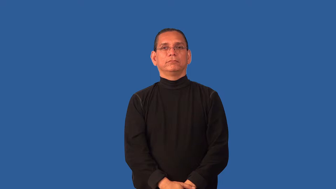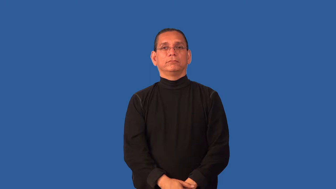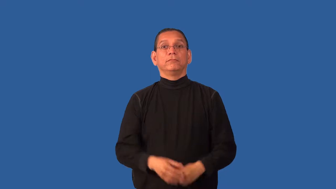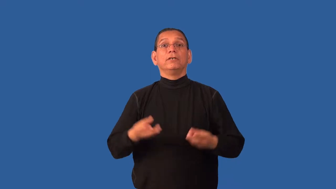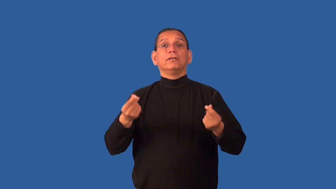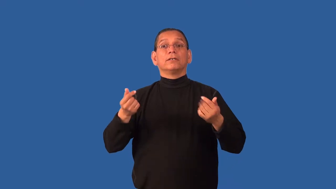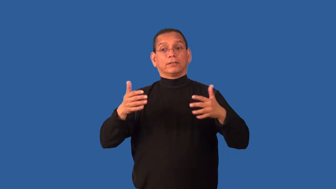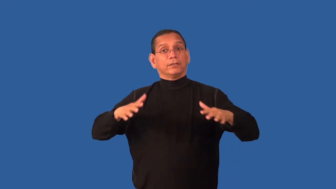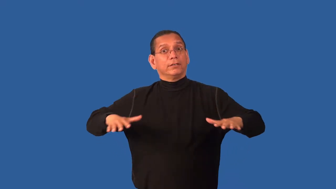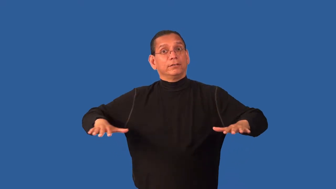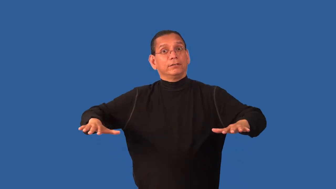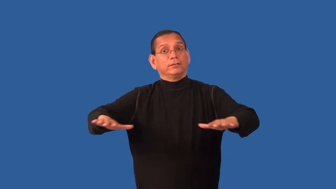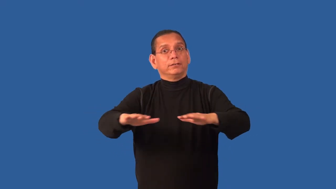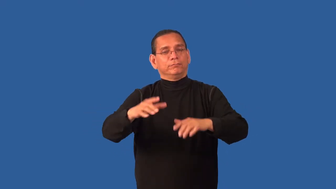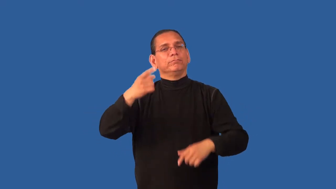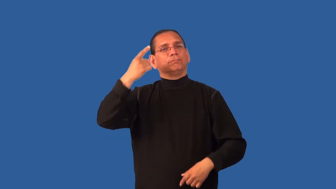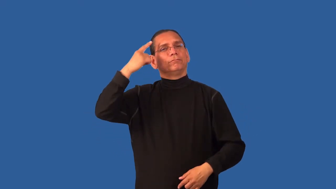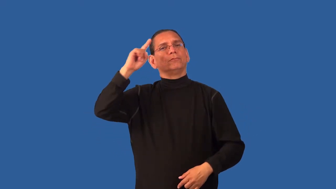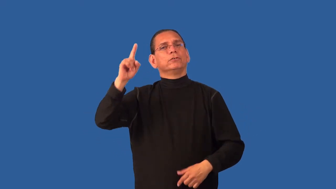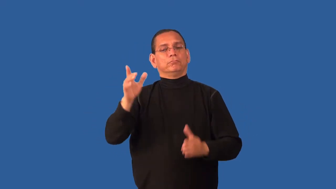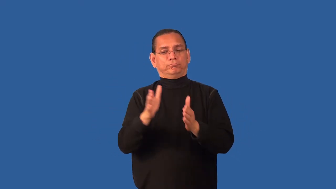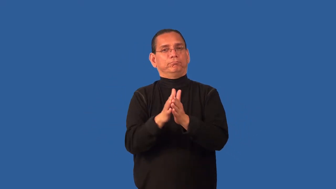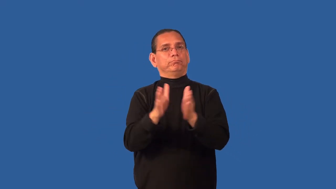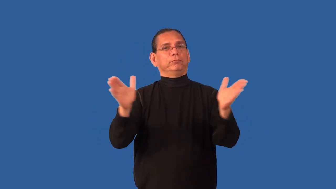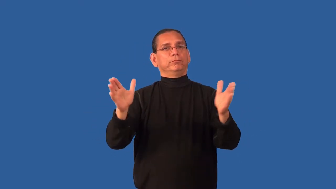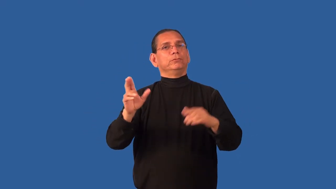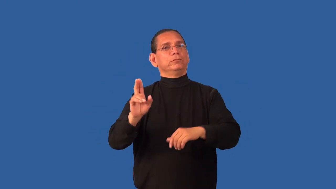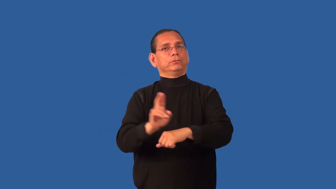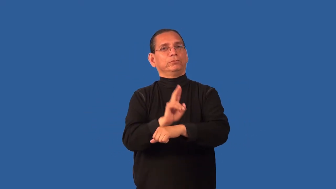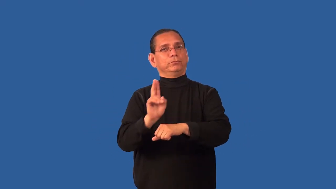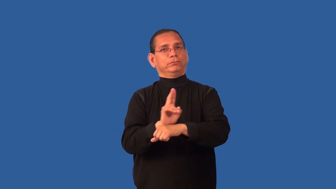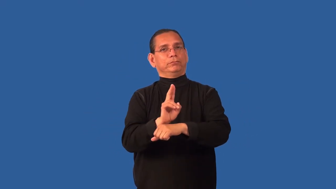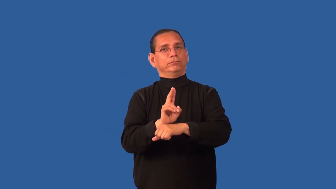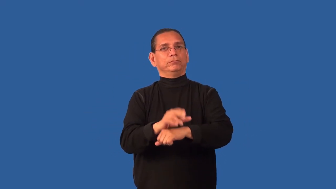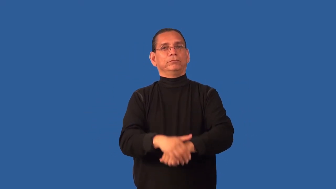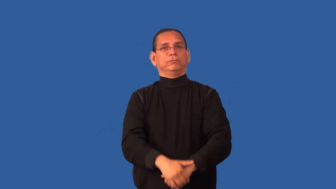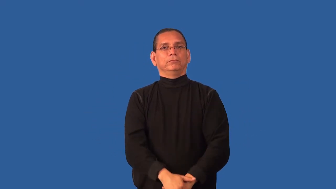common-area